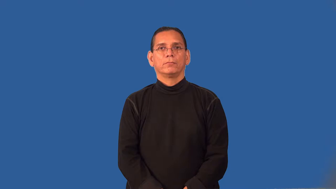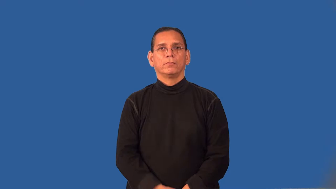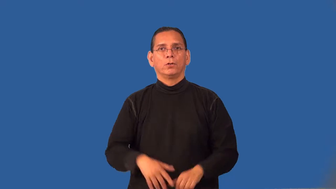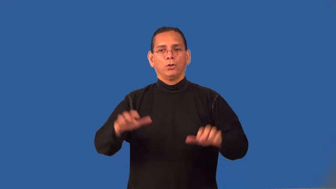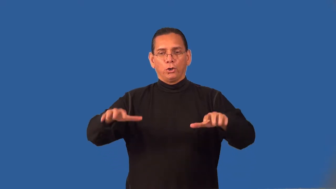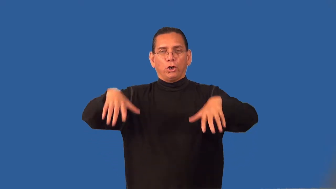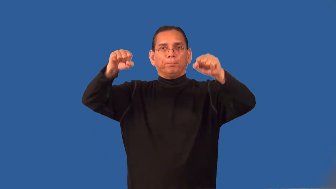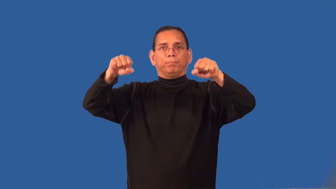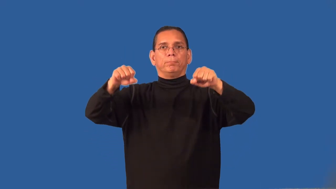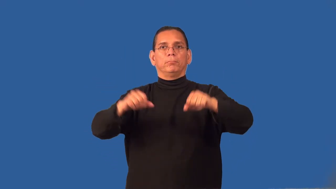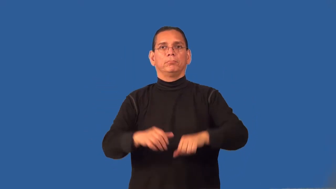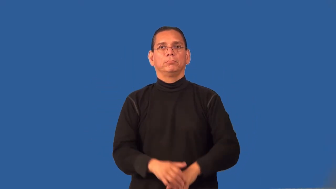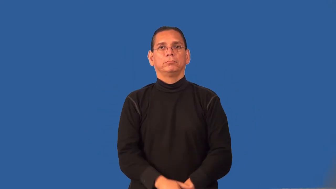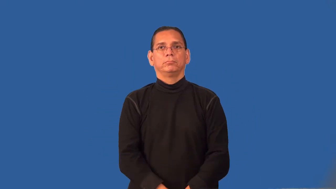rapture-religion